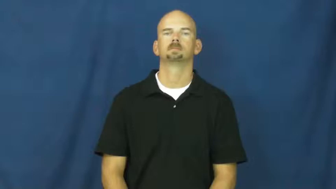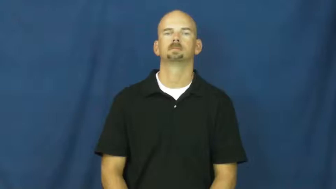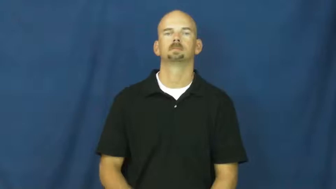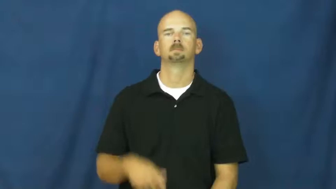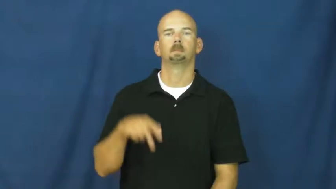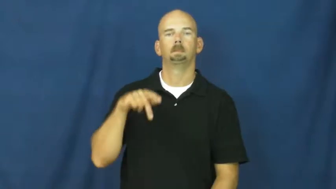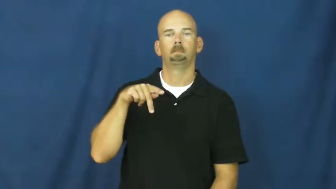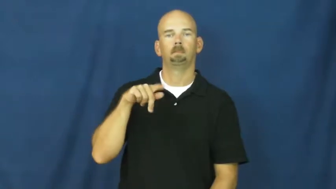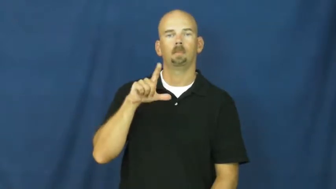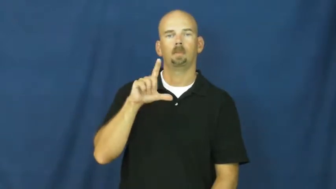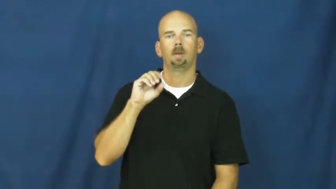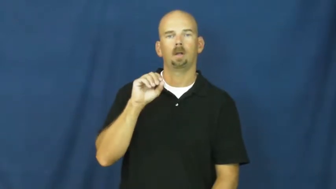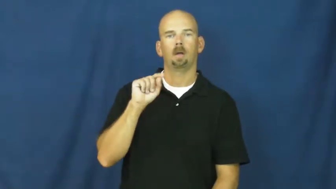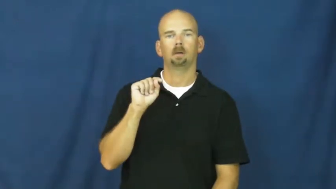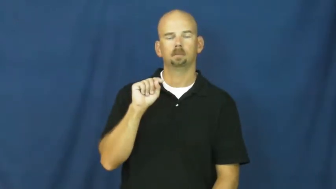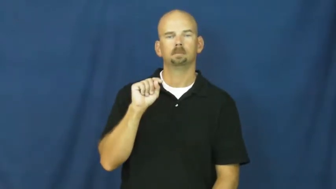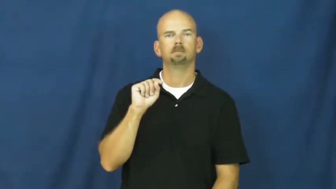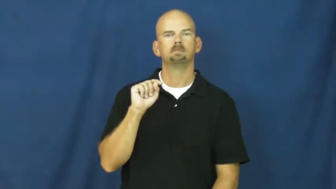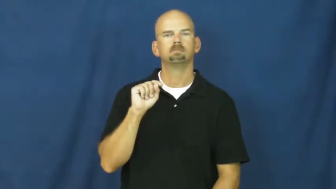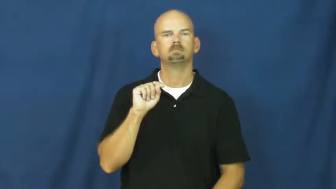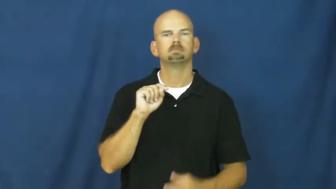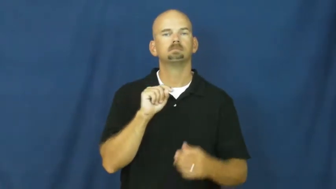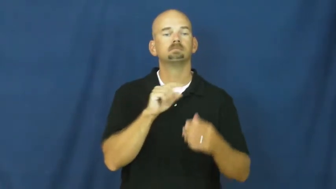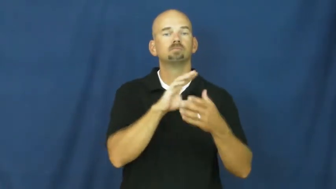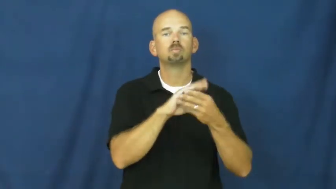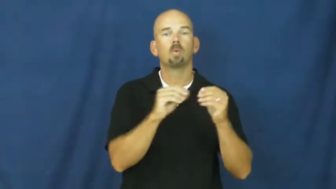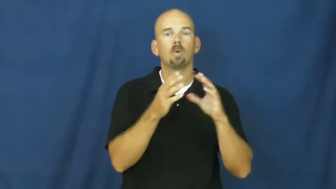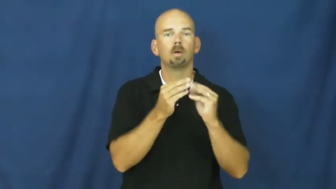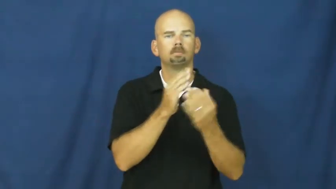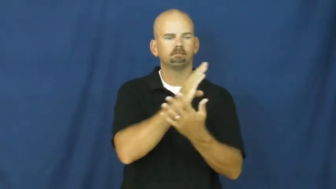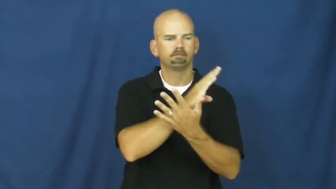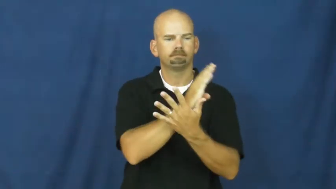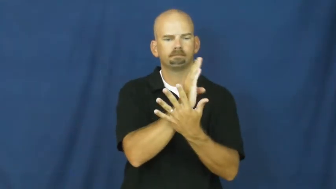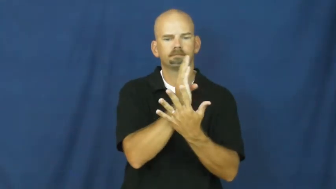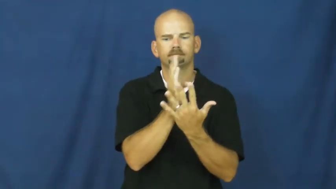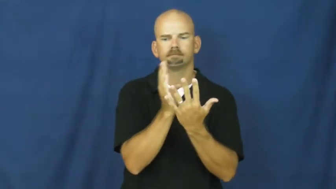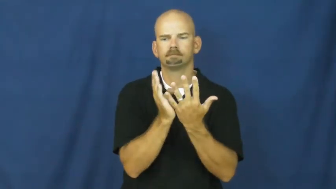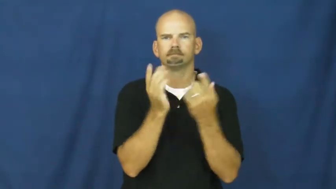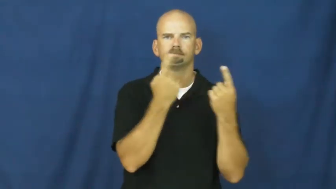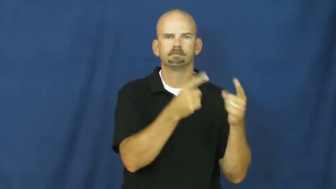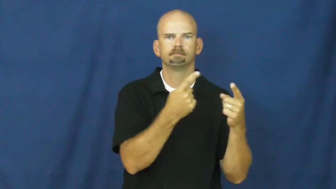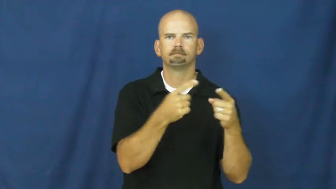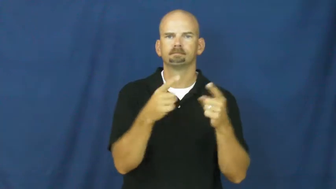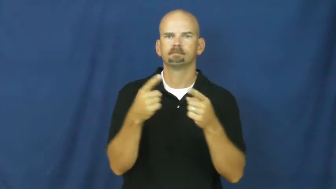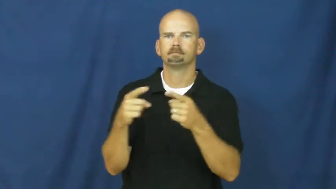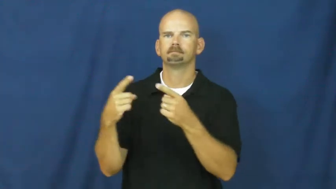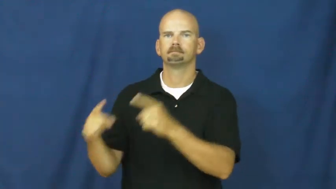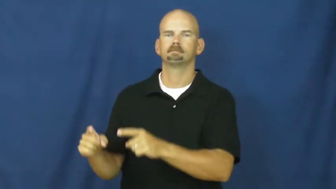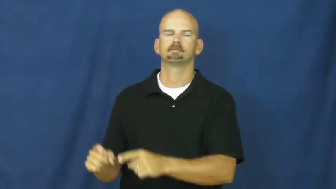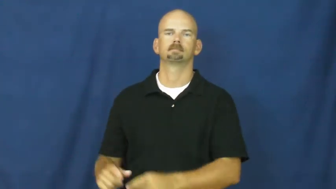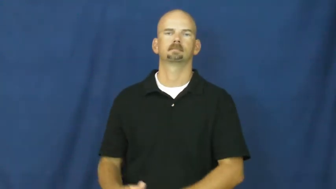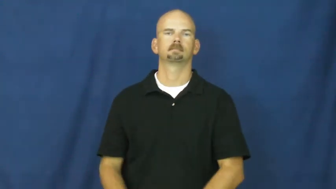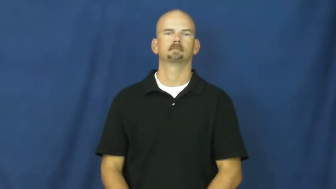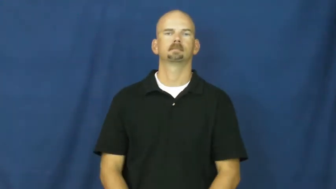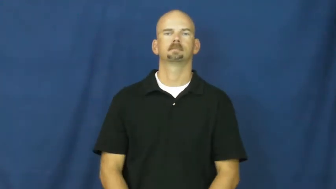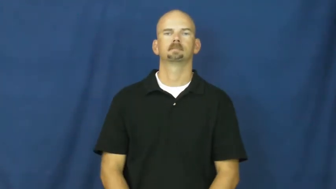plot-book